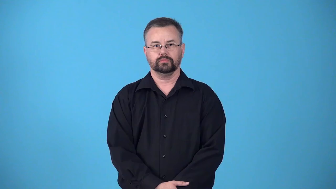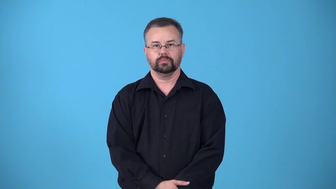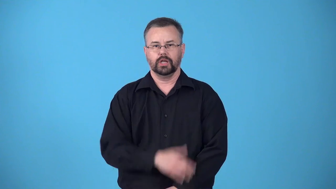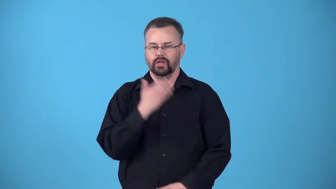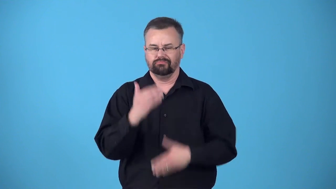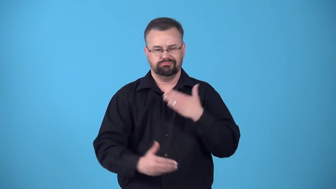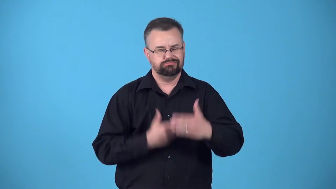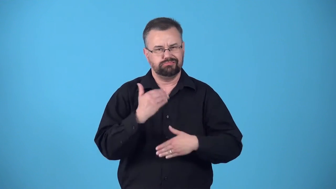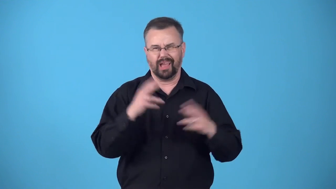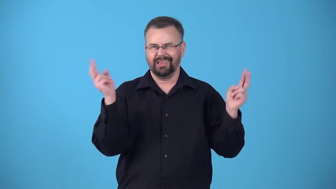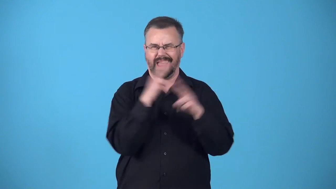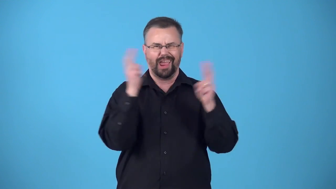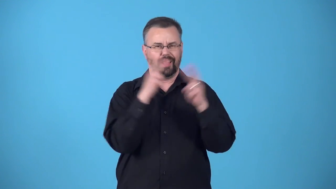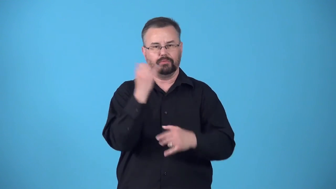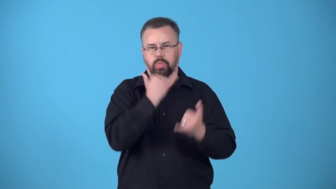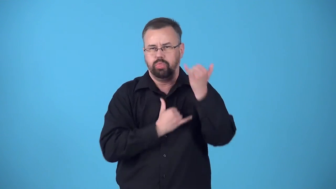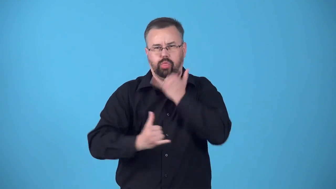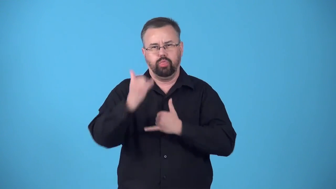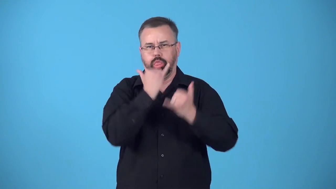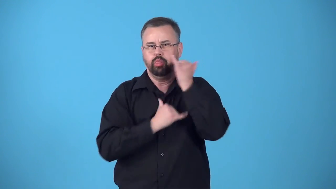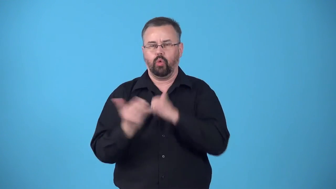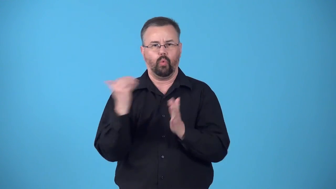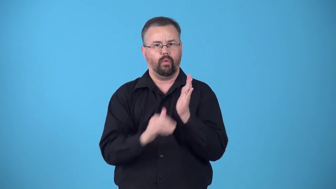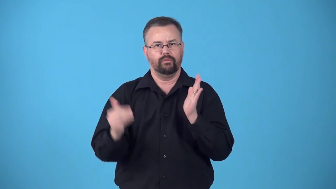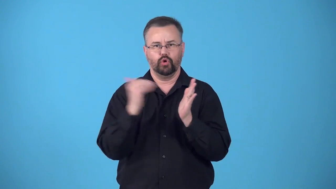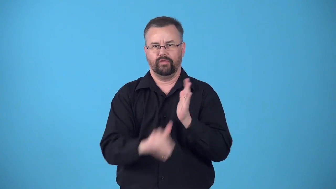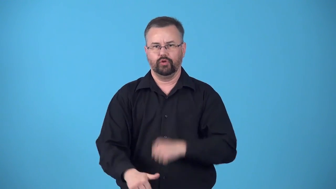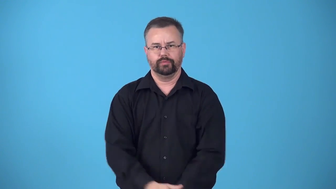blunder-move or progress in a careless way, making mistakes or creating problems as you go